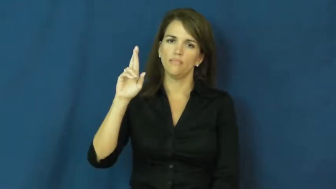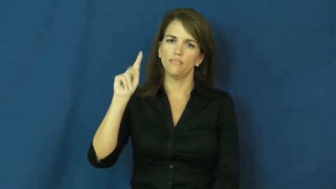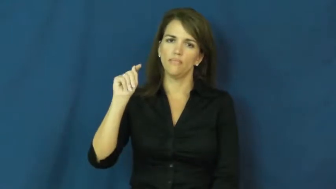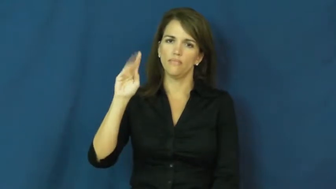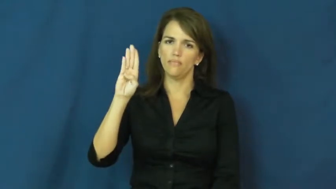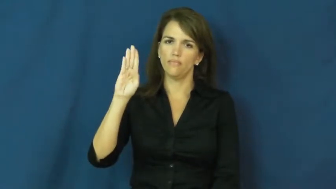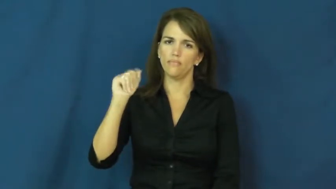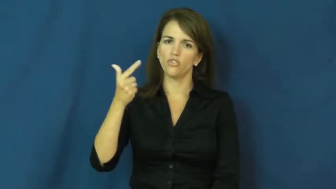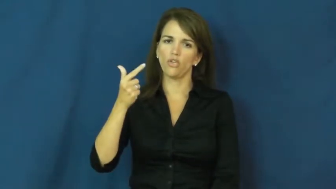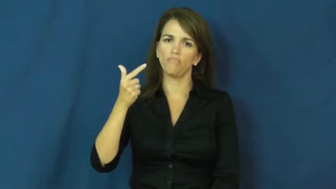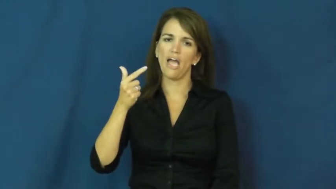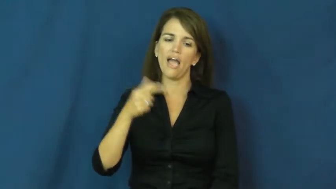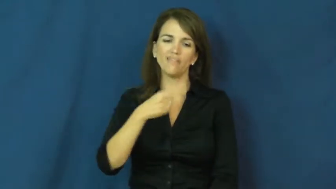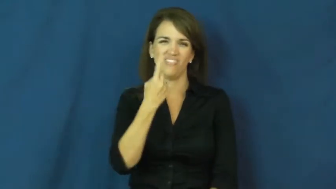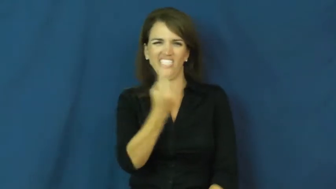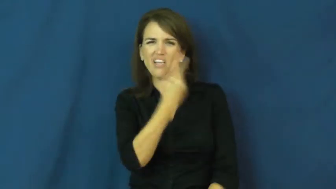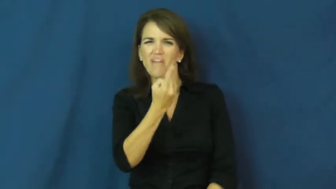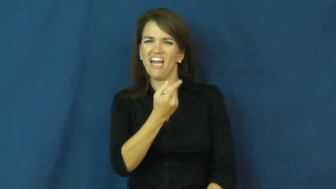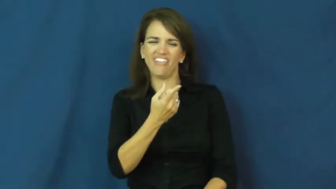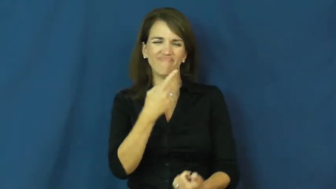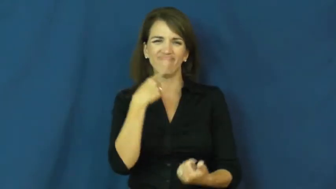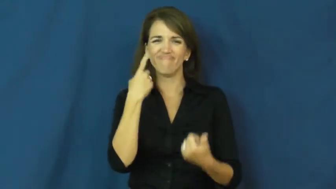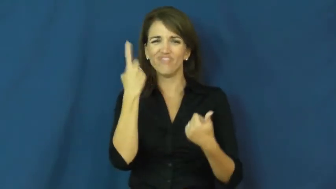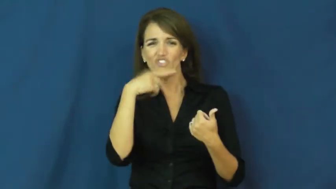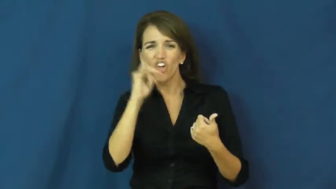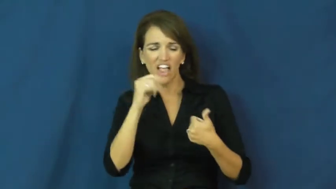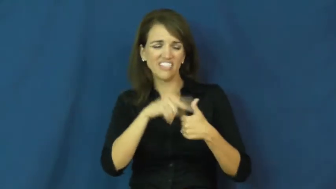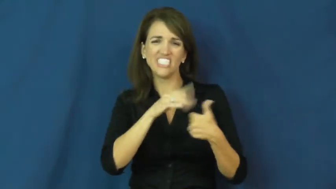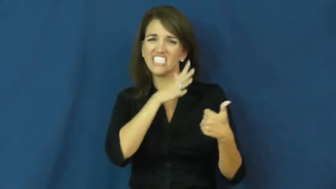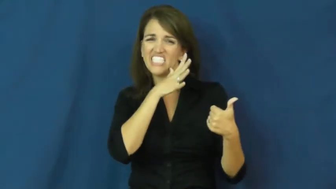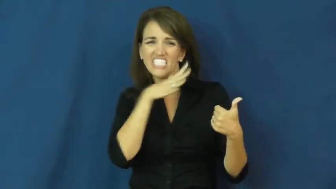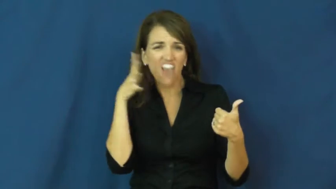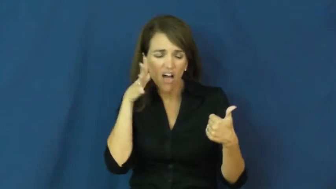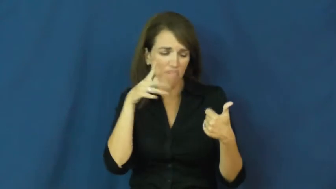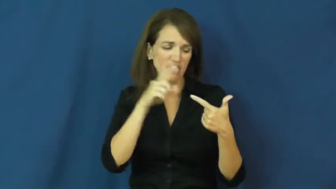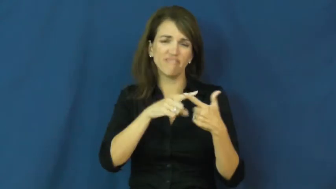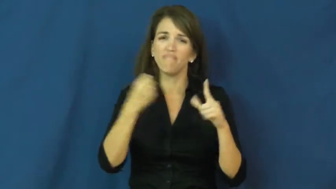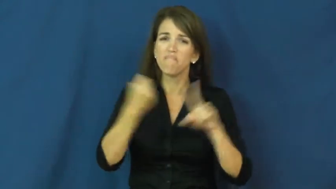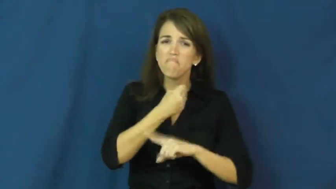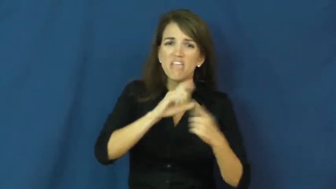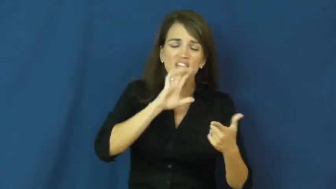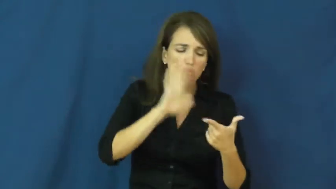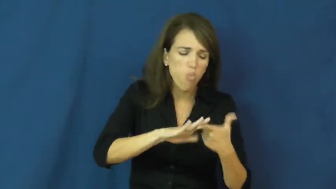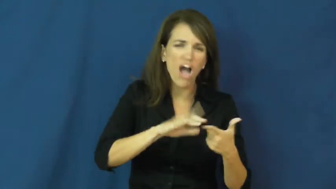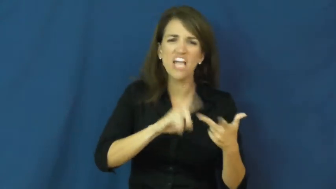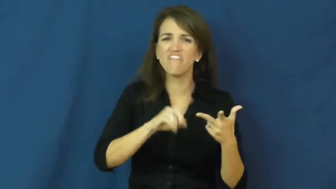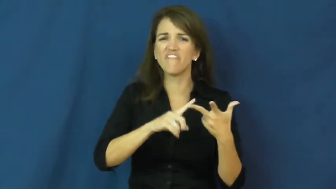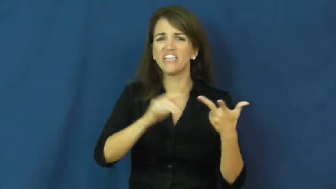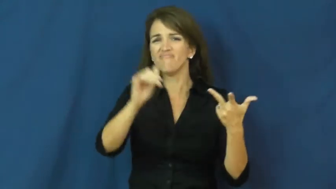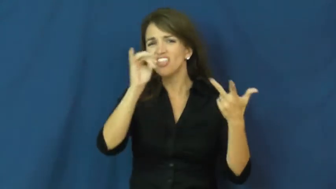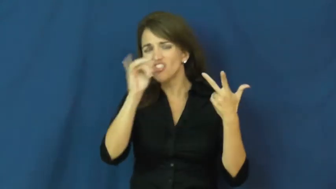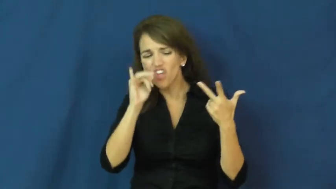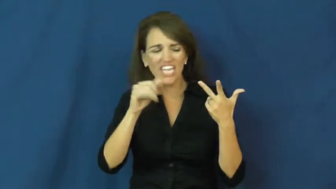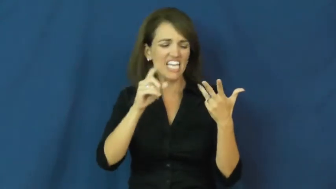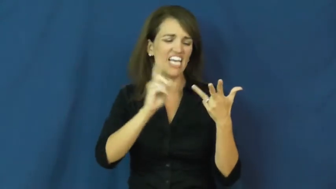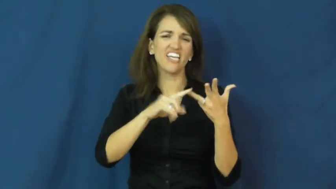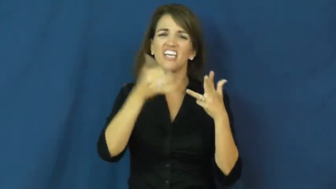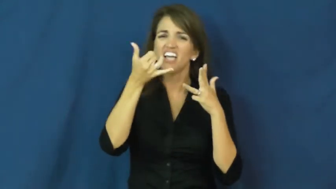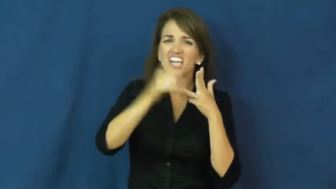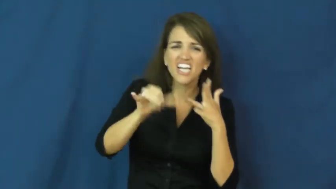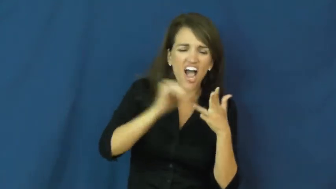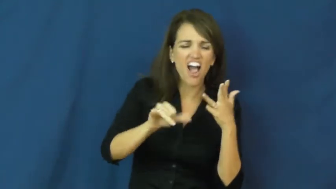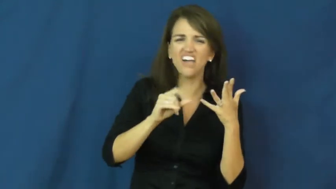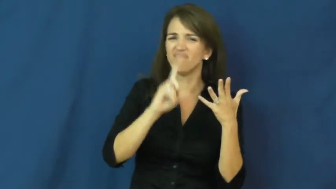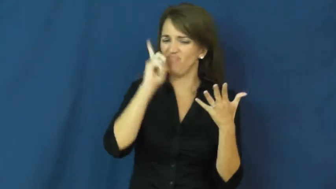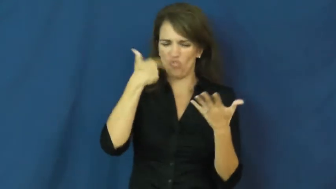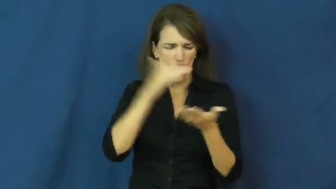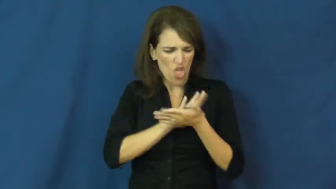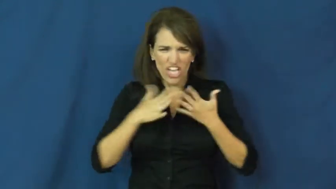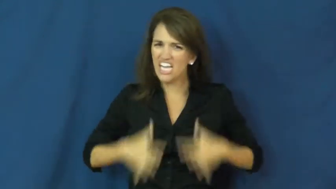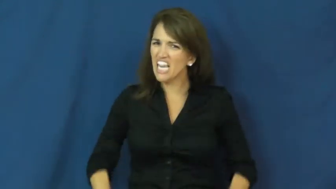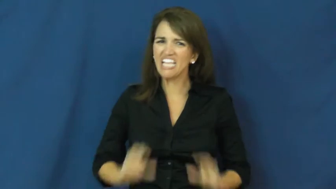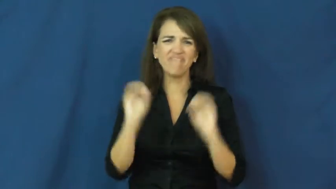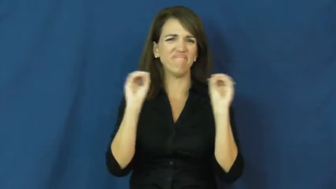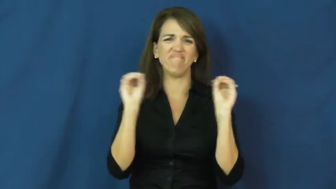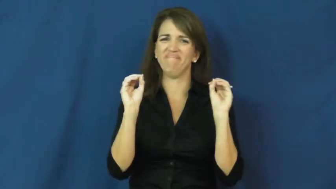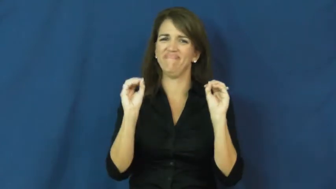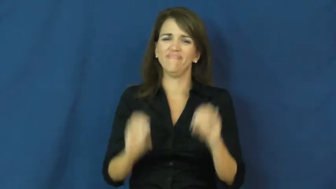dirtbag